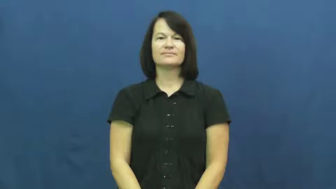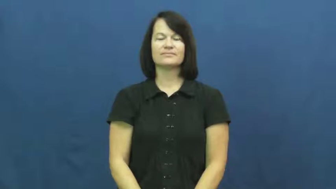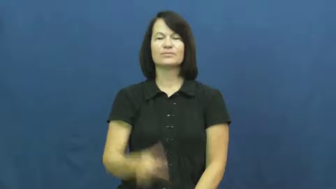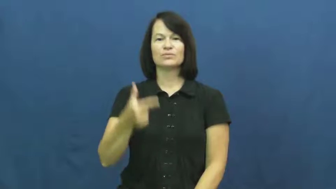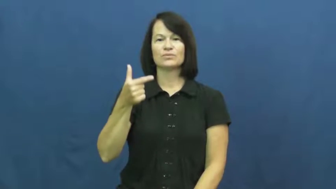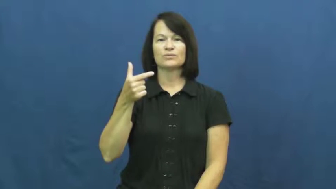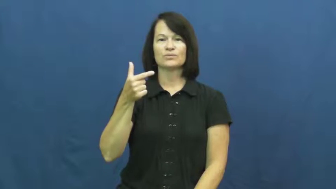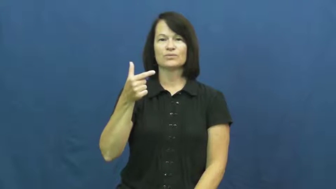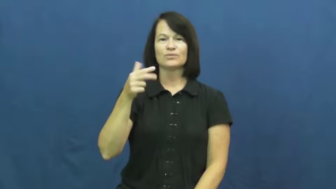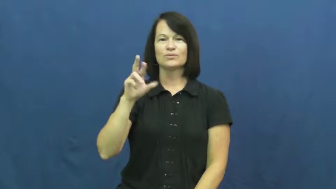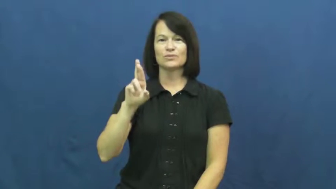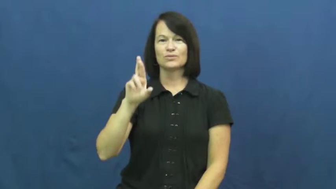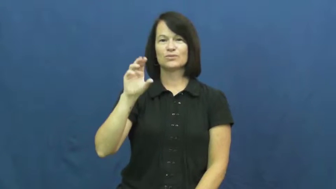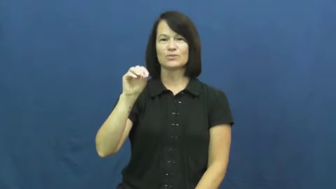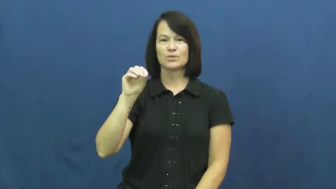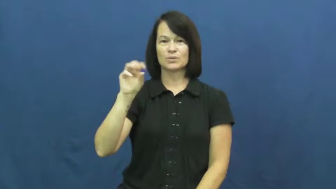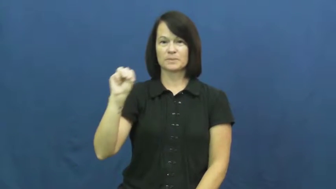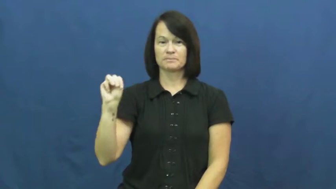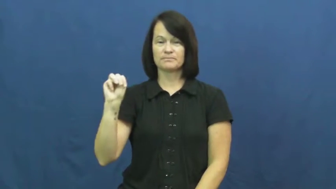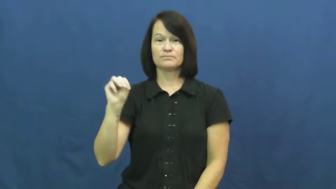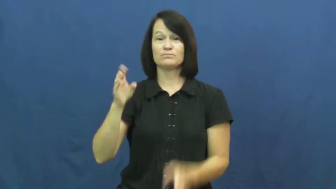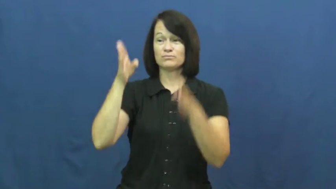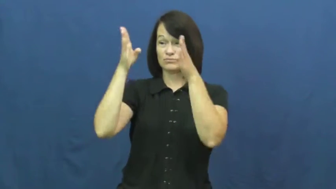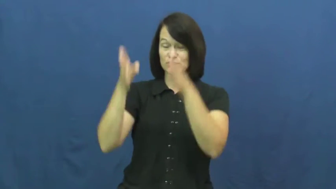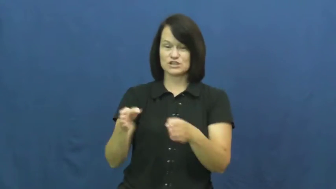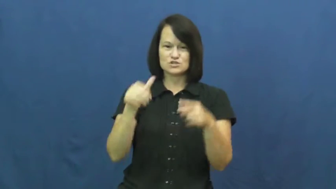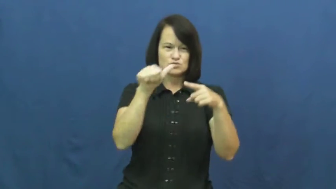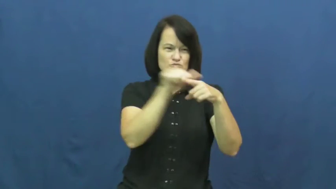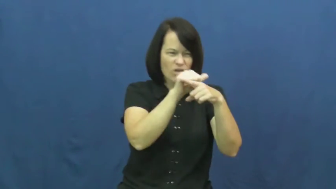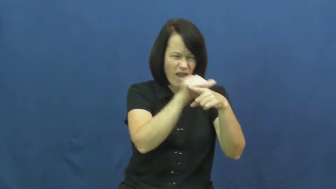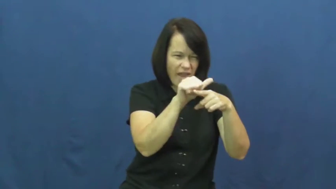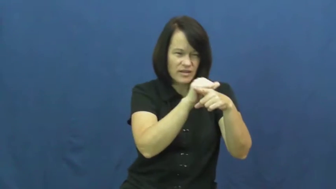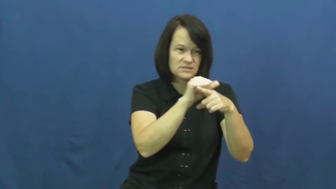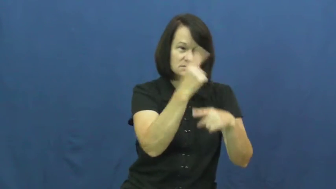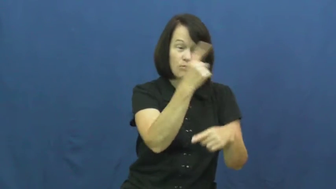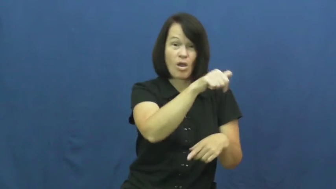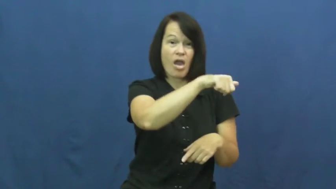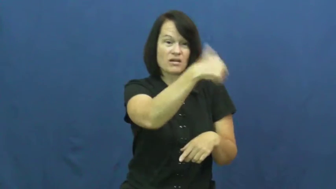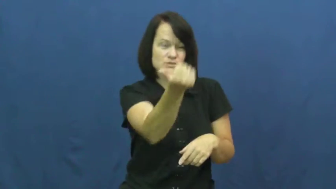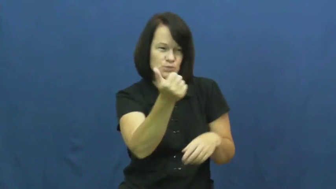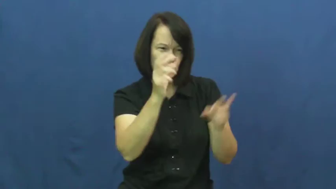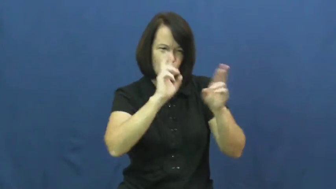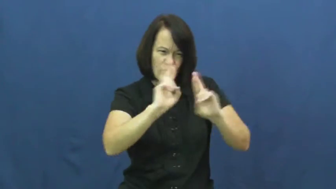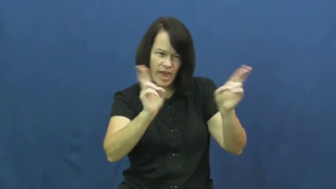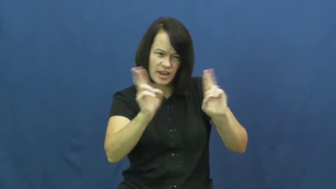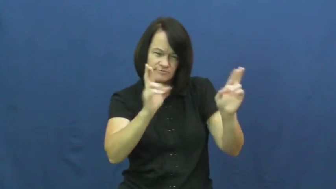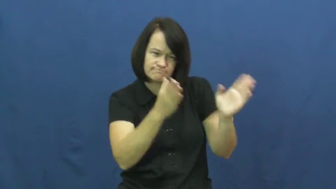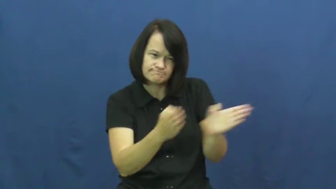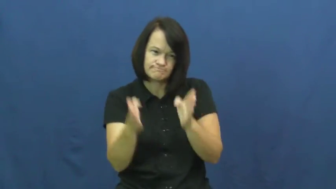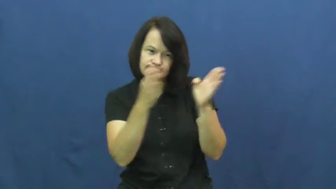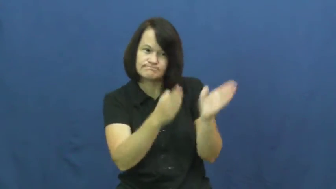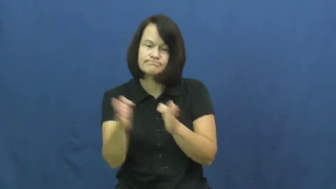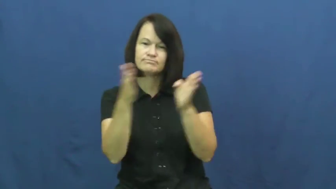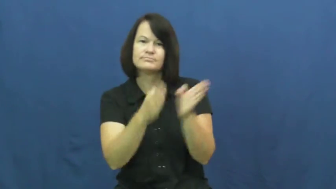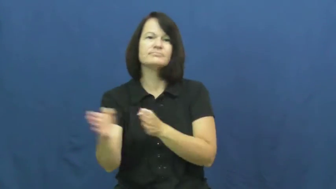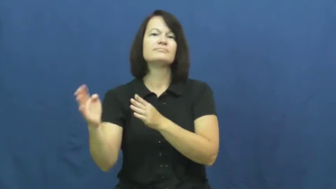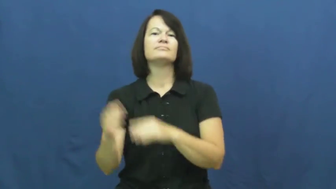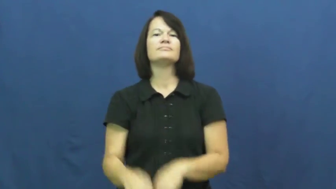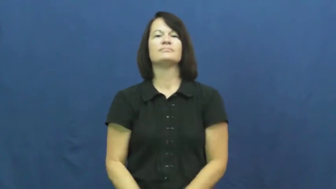groom-prepare for success